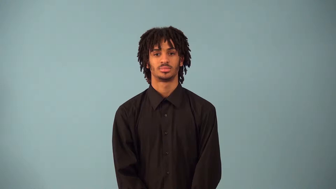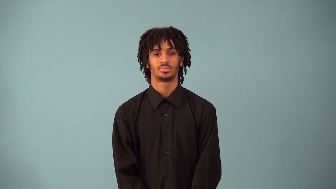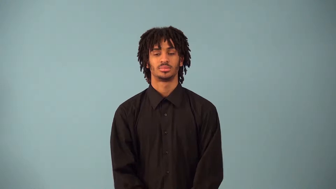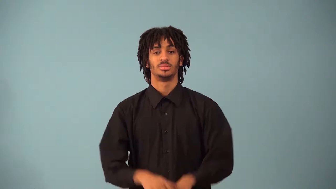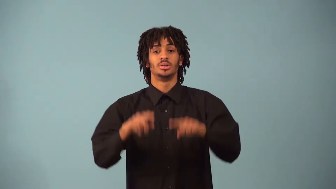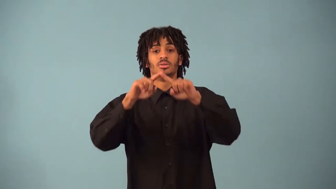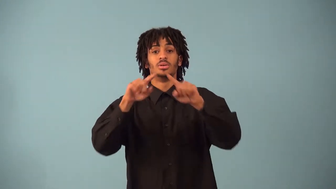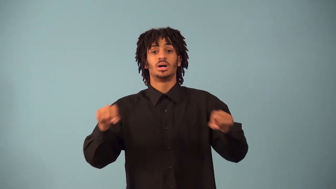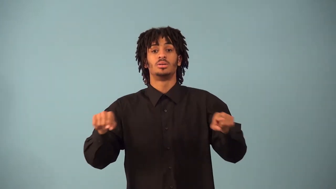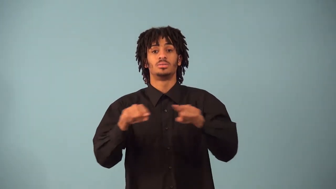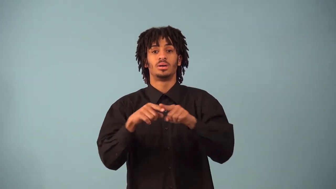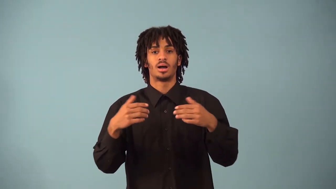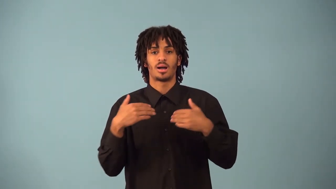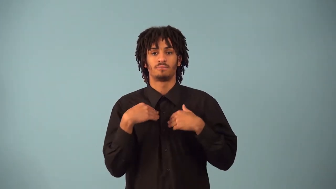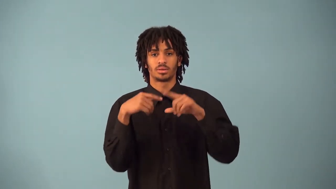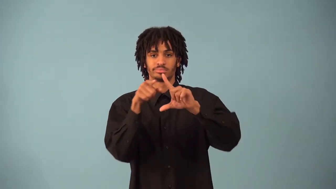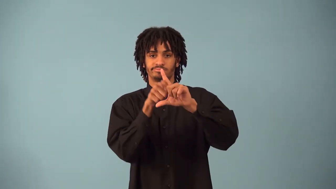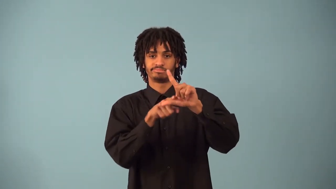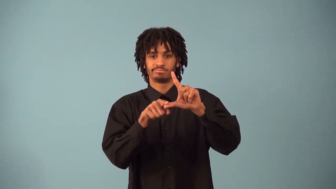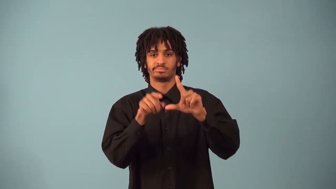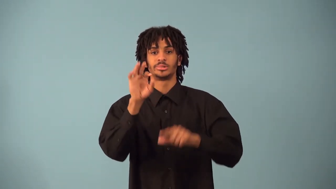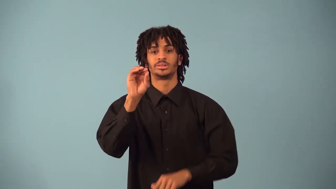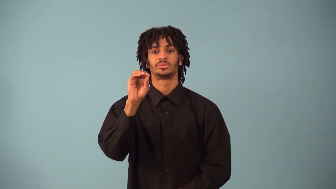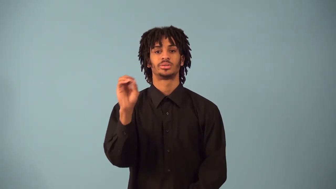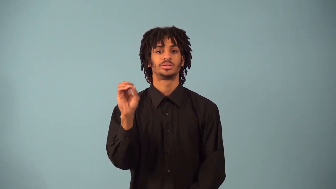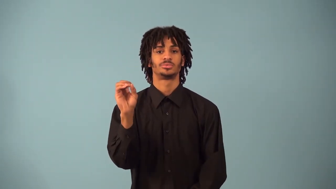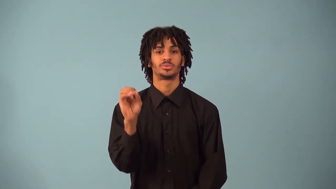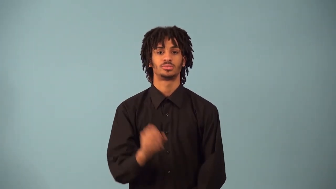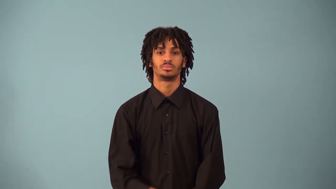right triangle